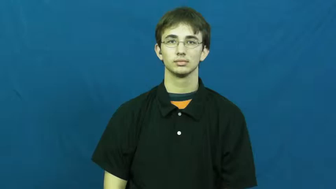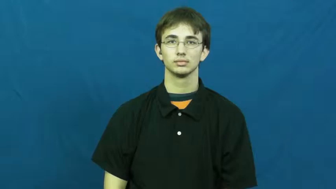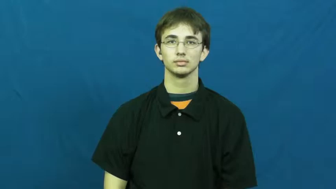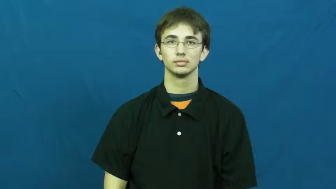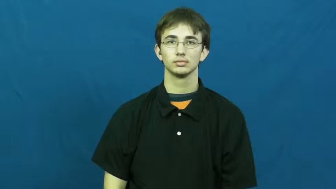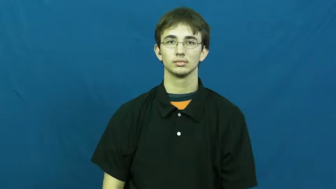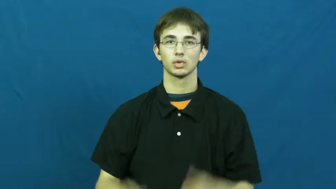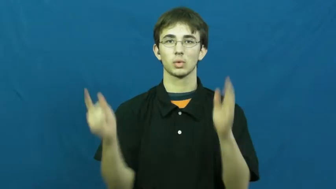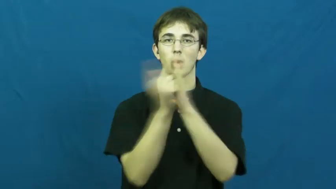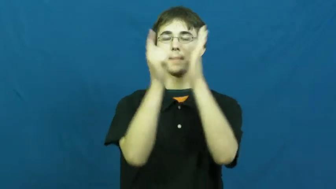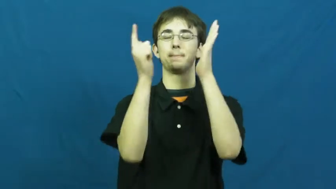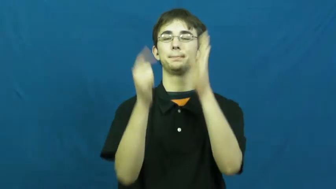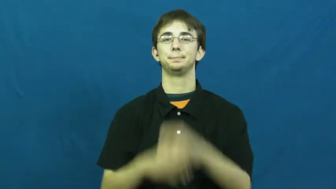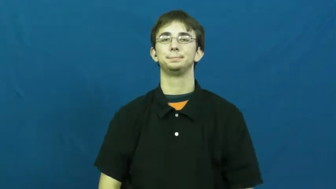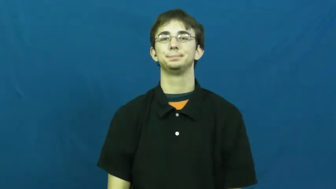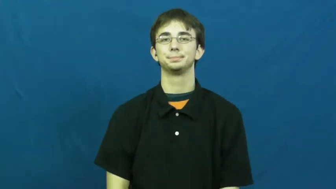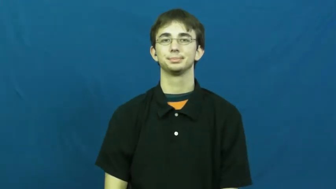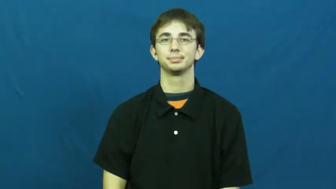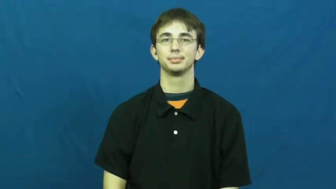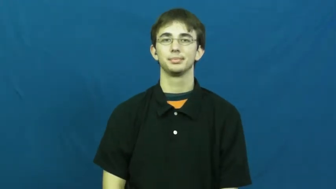crime,criminal,malefaction,tort